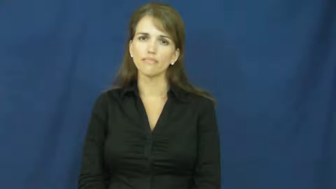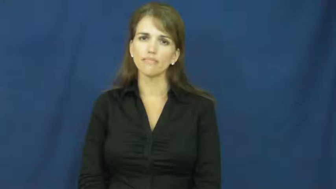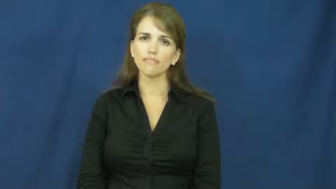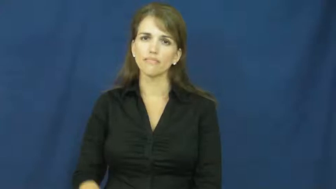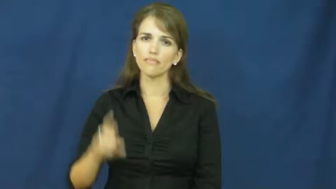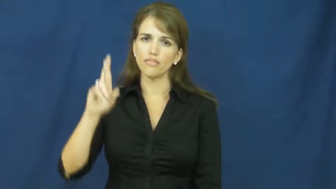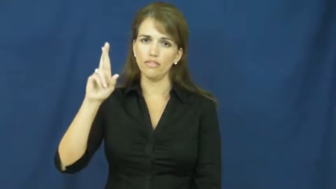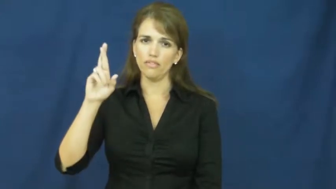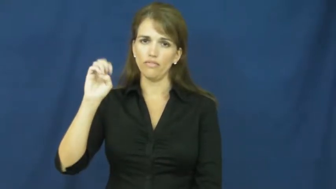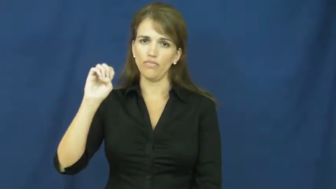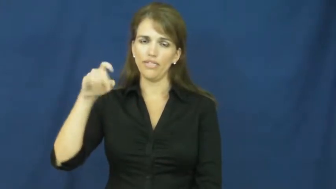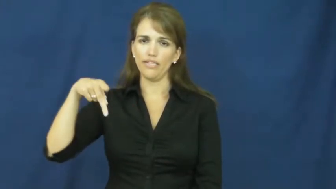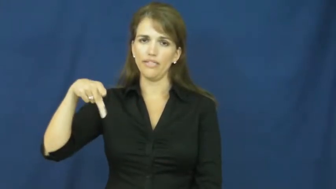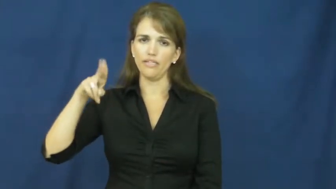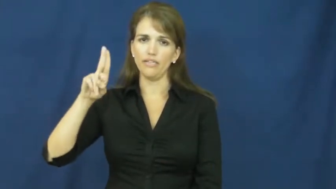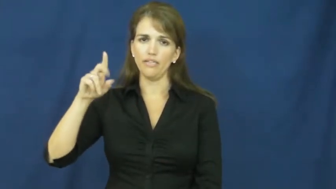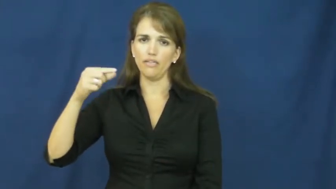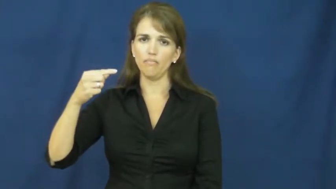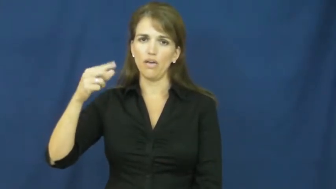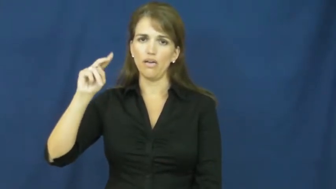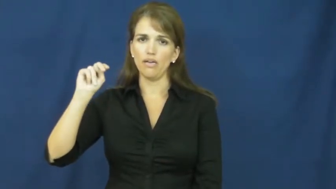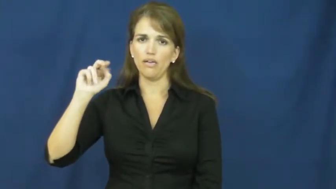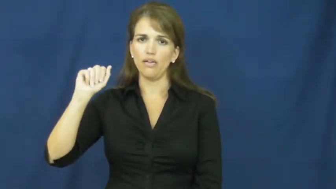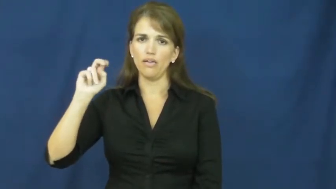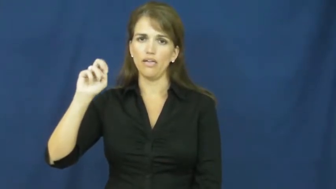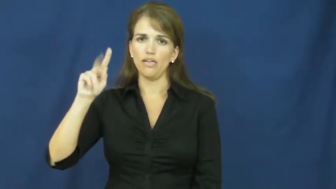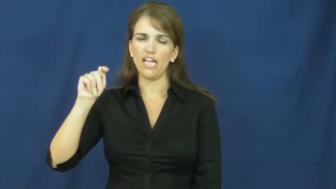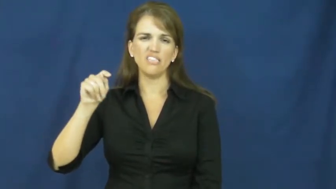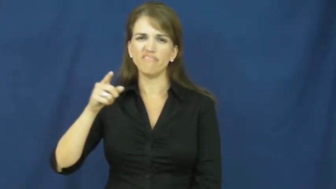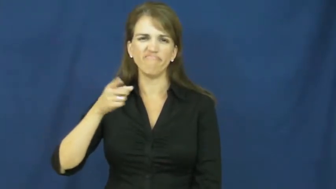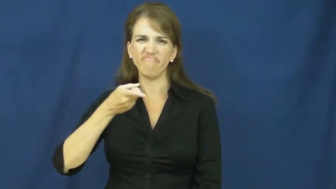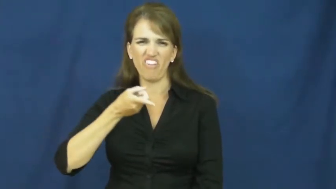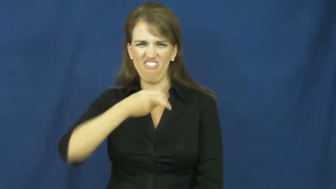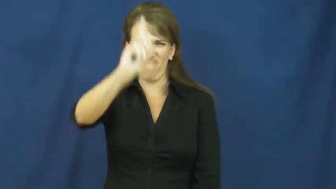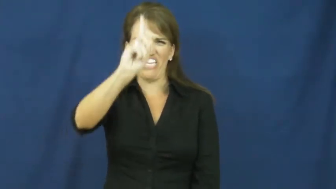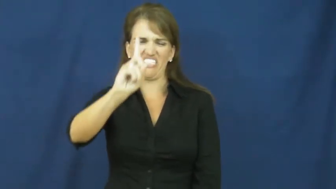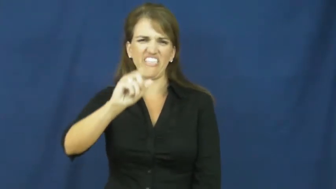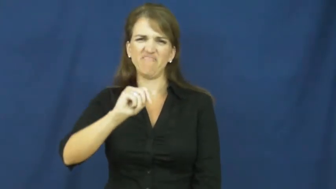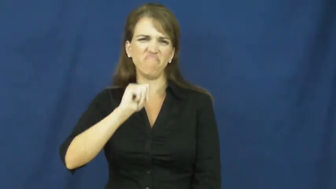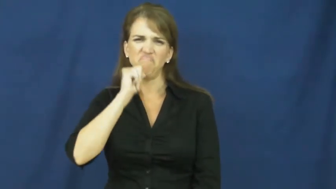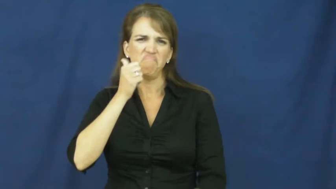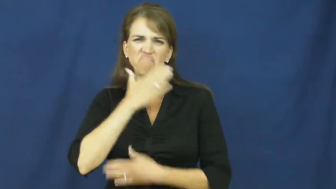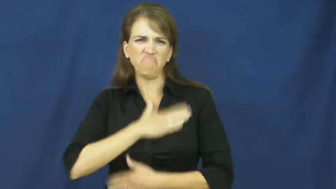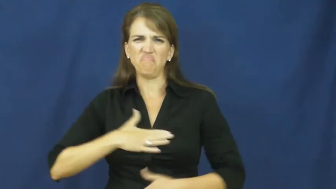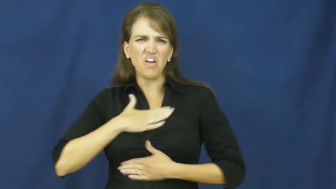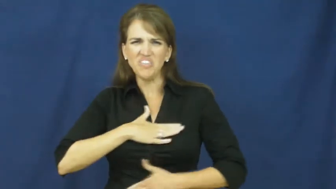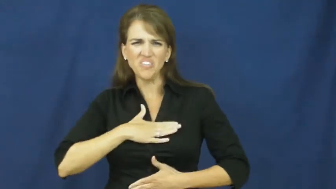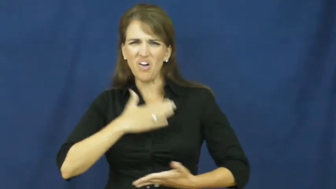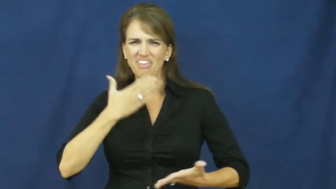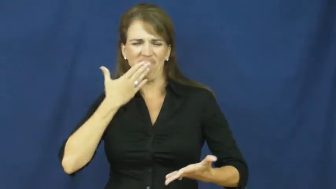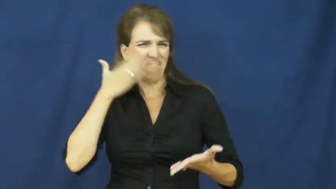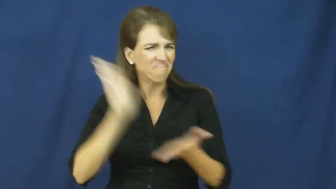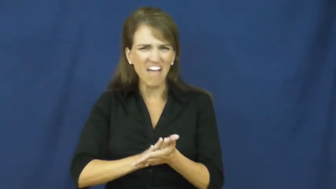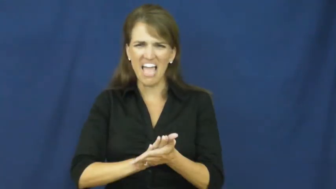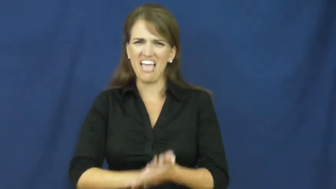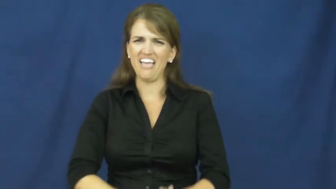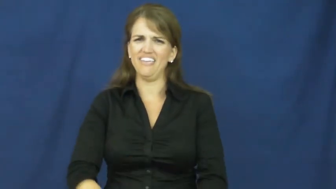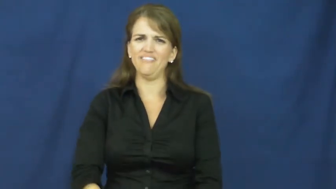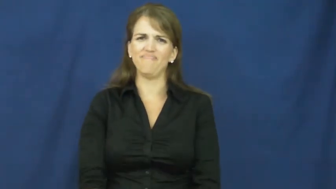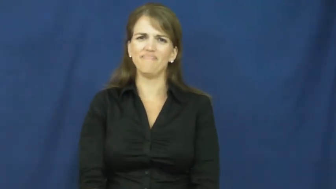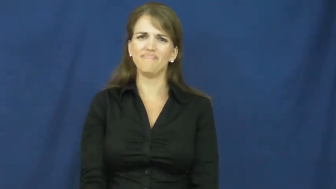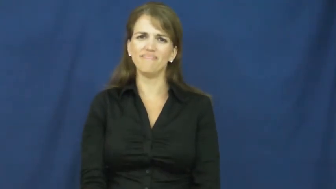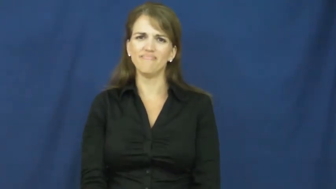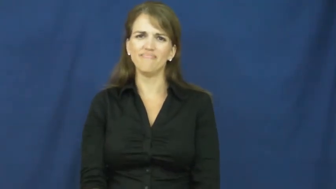repugnant